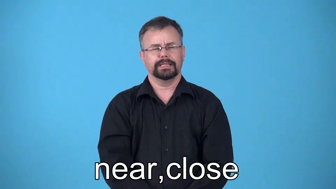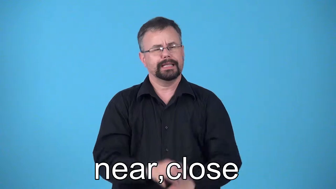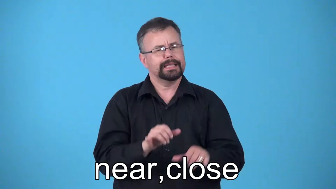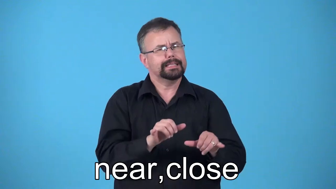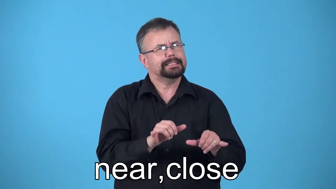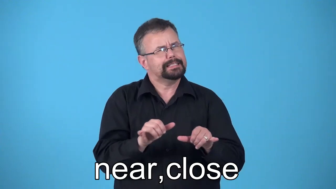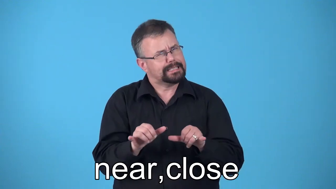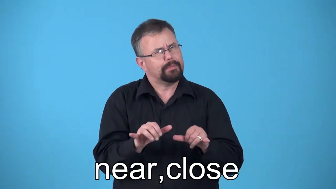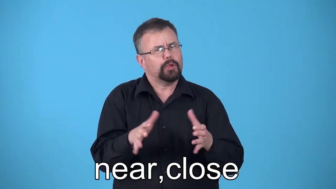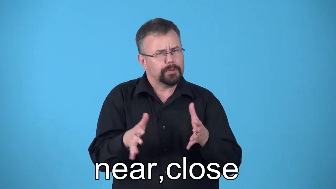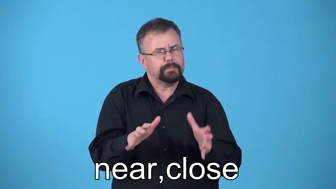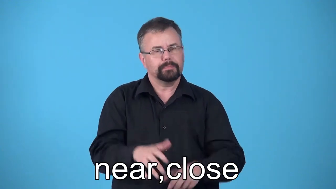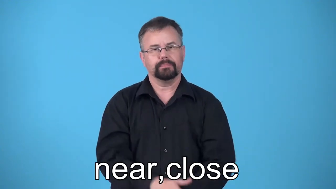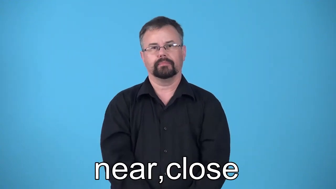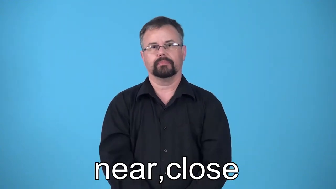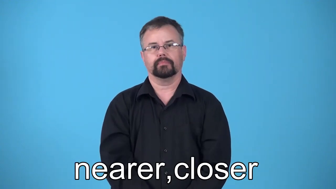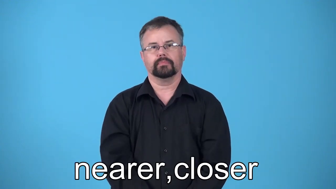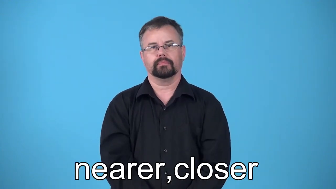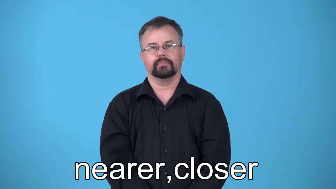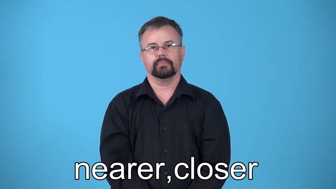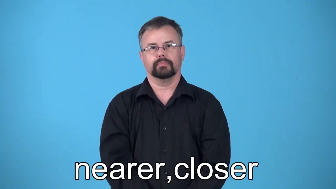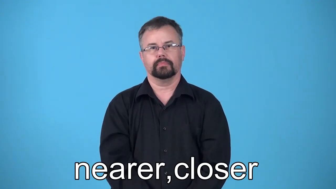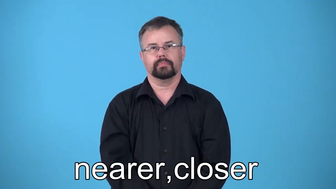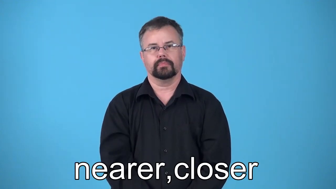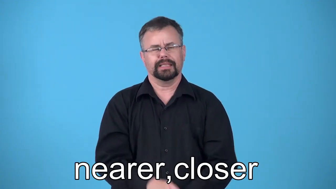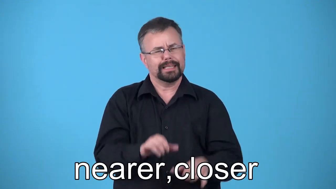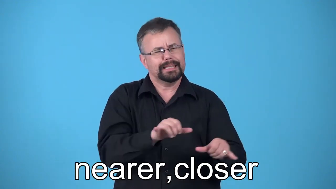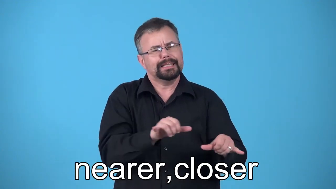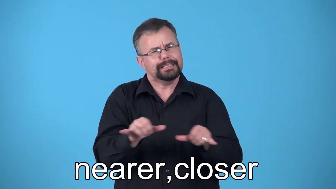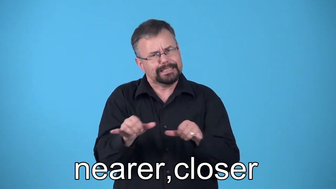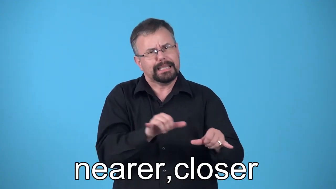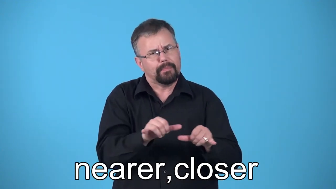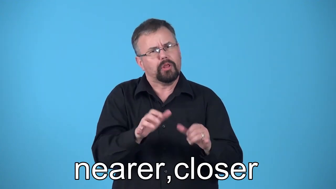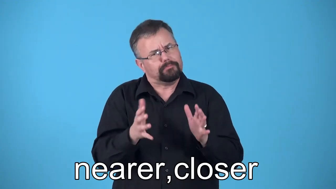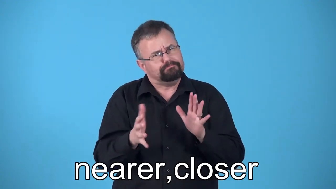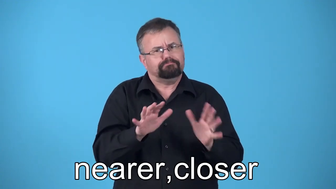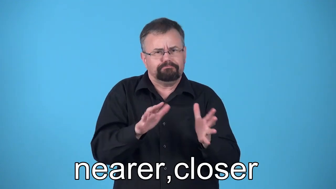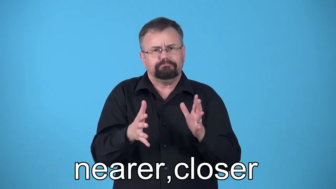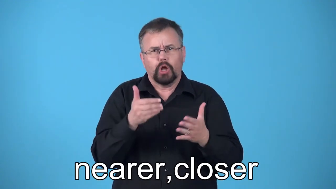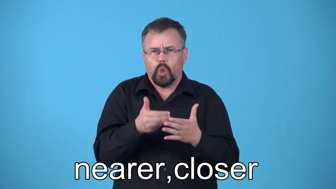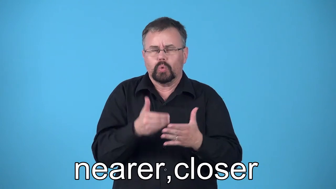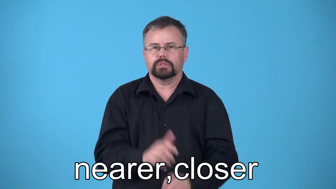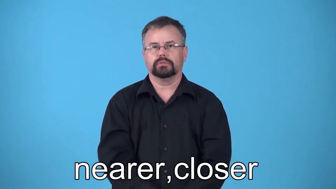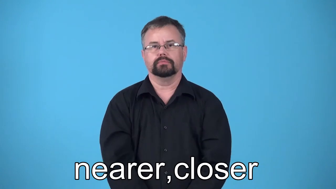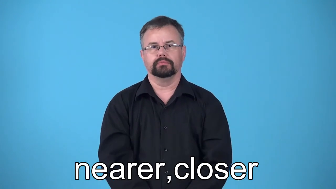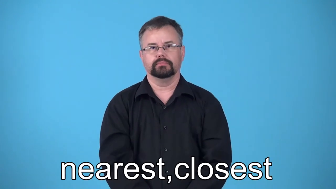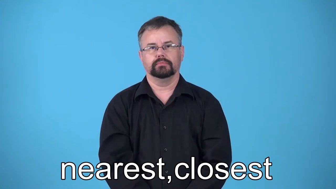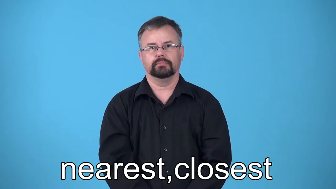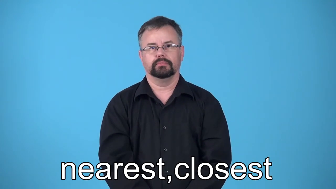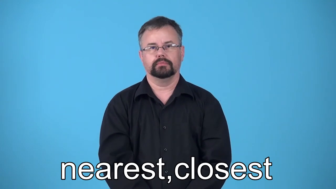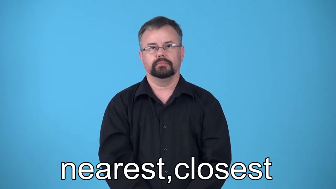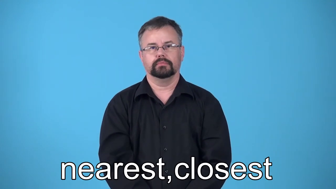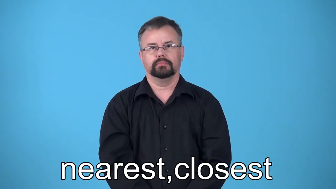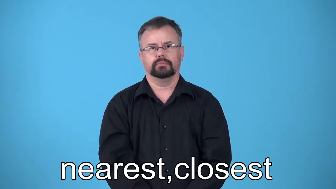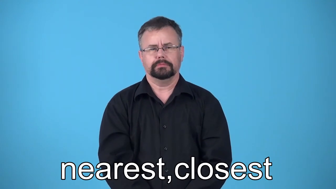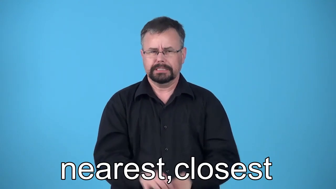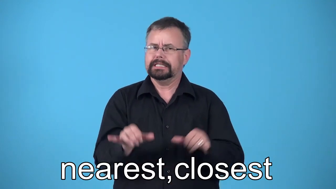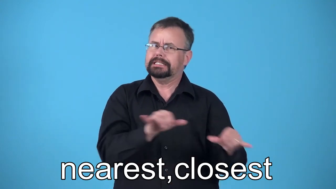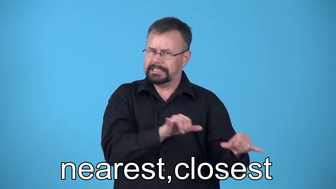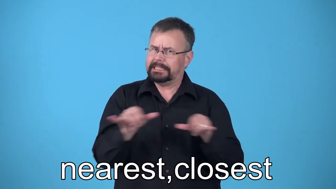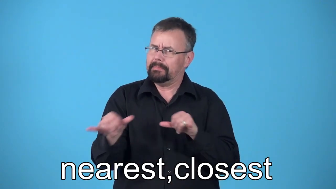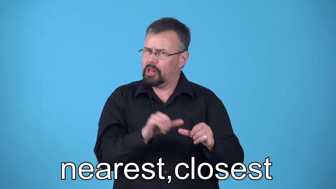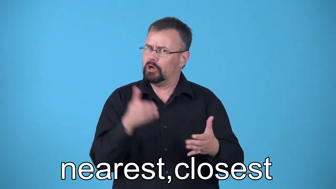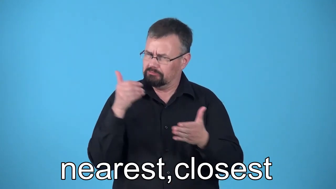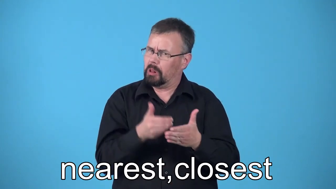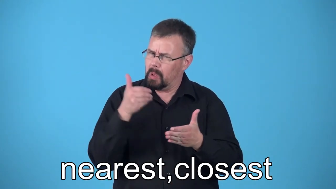nearer,nearest,closer,closest-similar